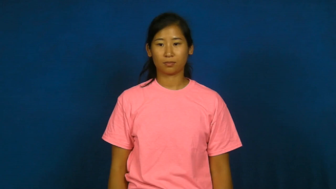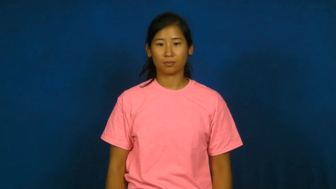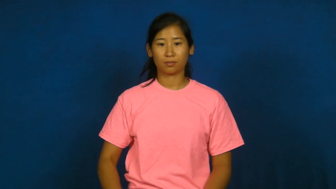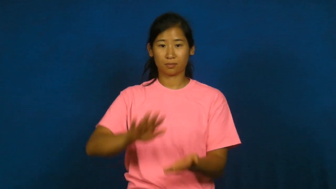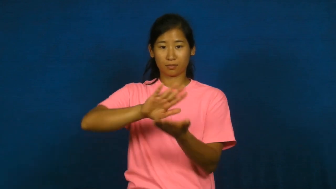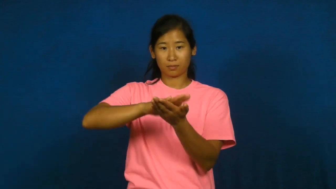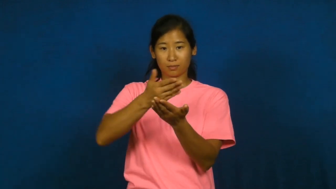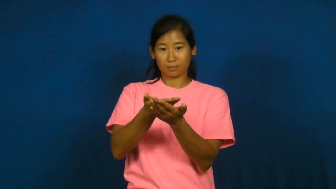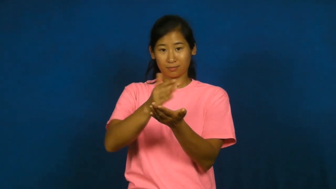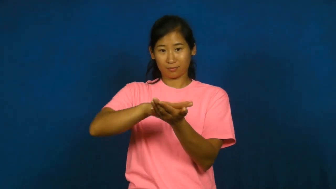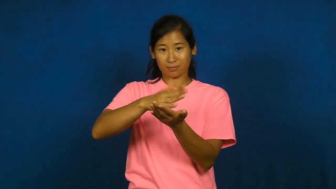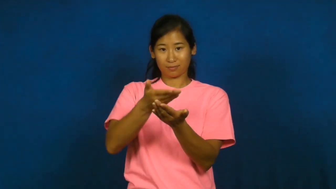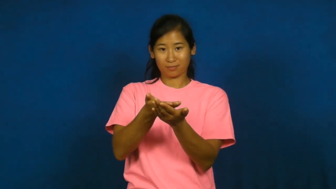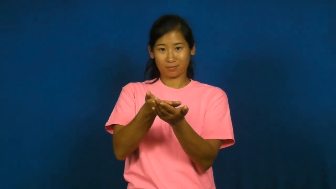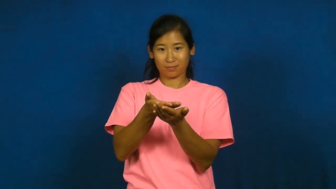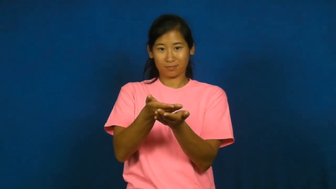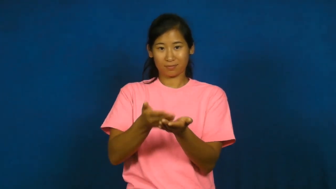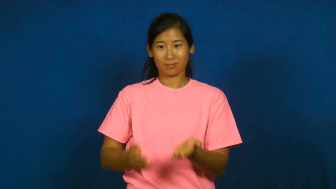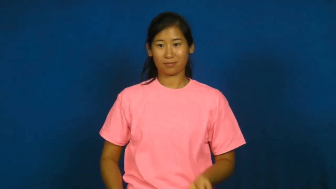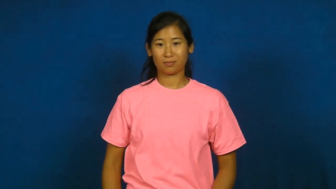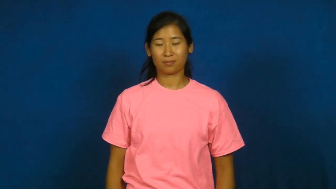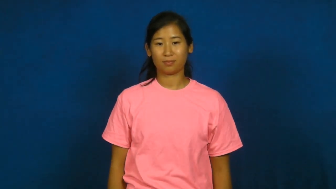crepe-pancake